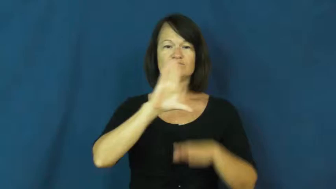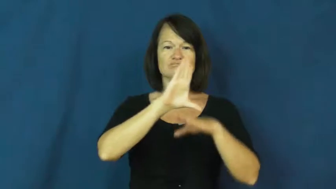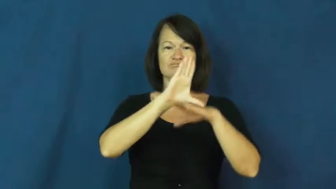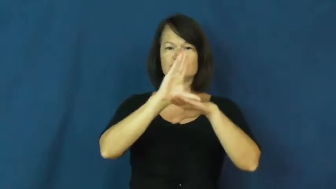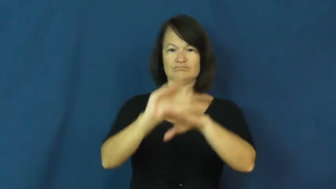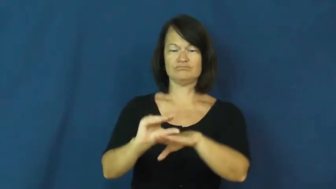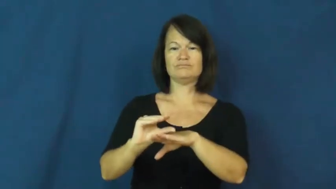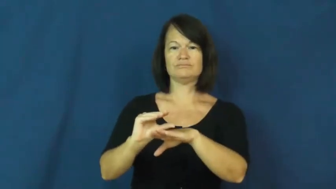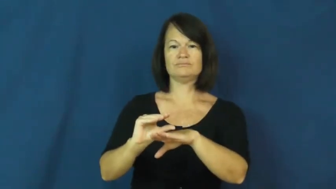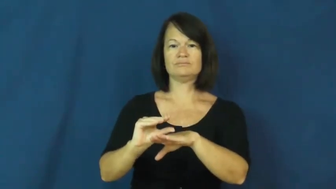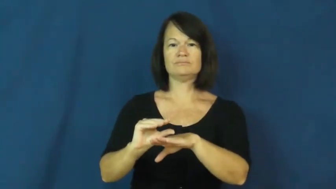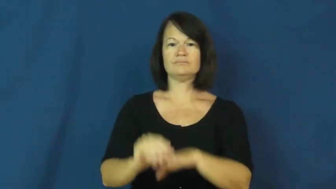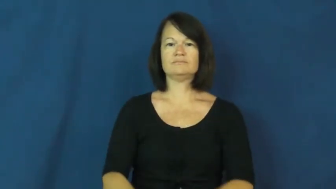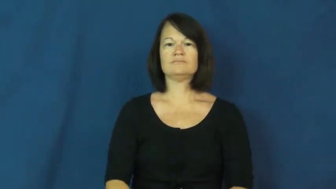degrade,comedown,bummer,dishearten,downer